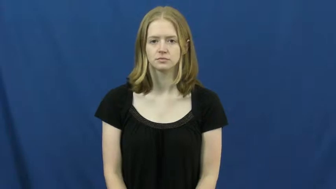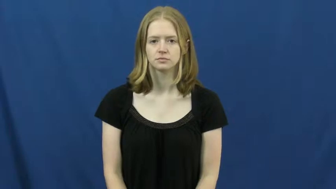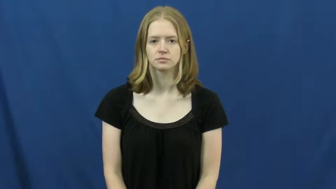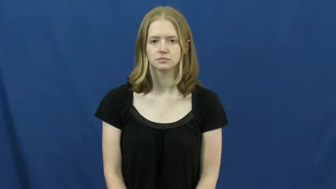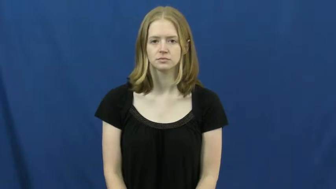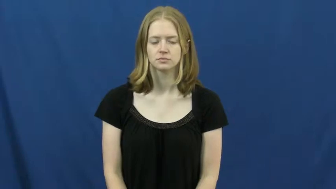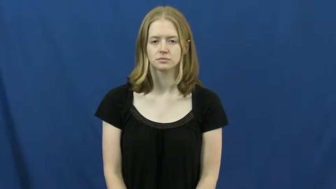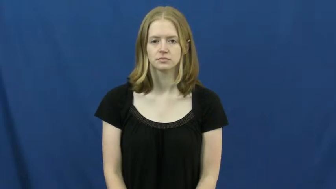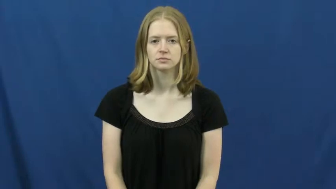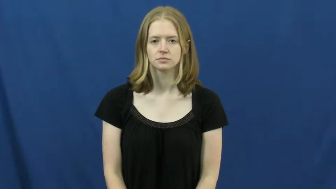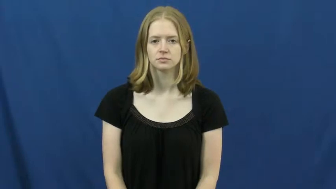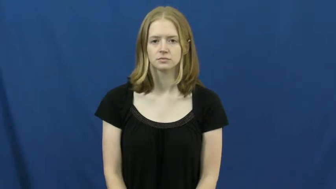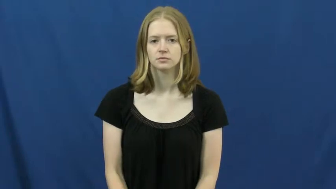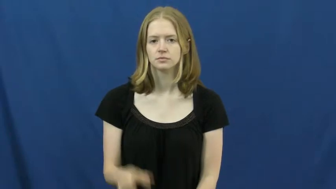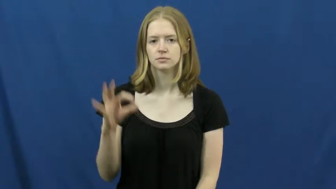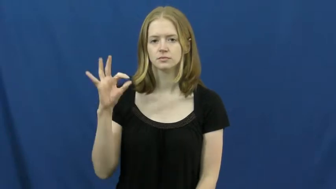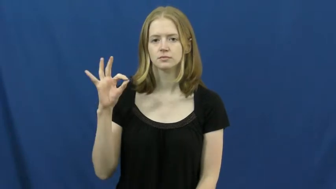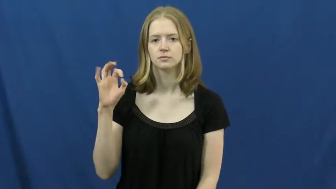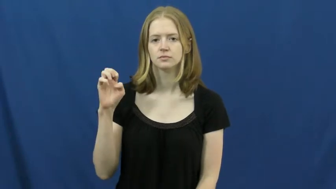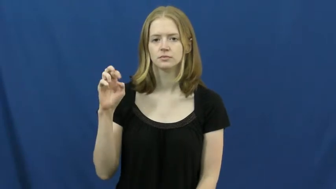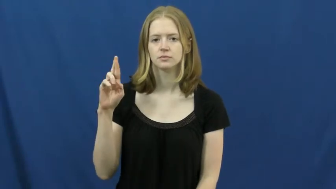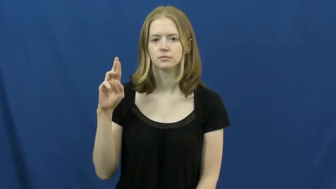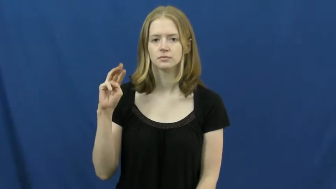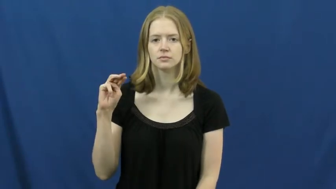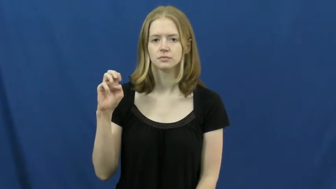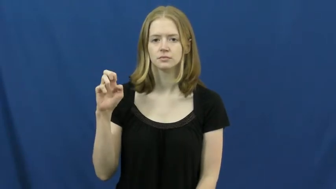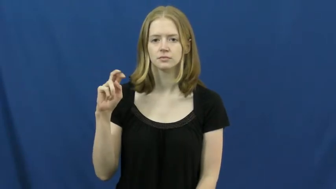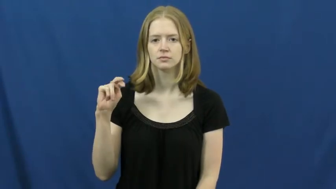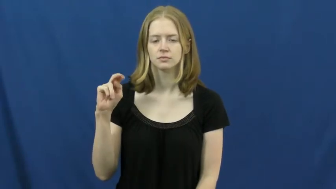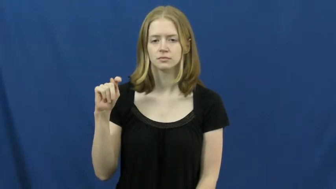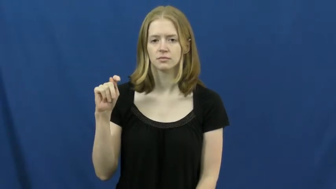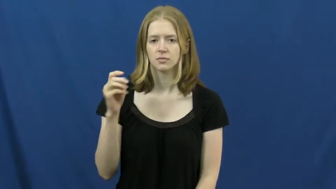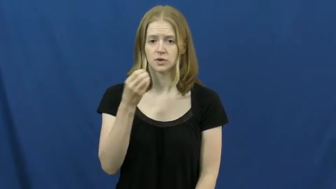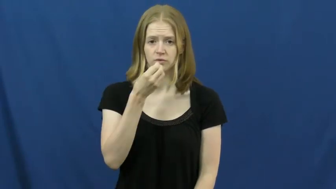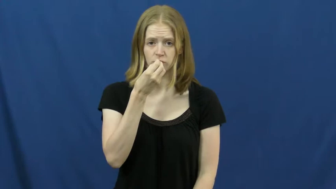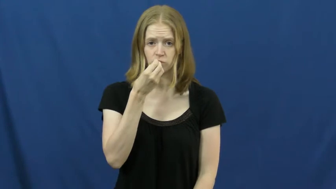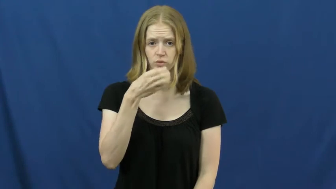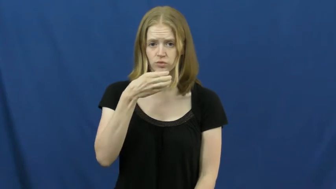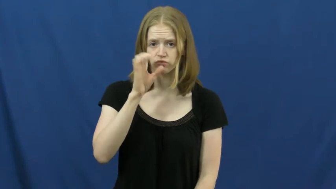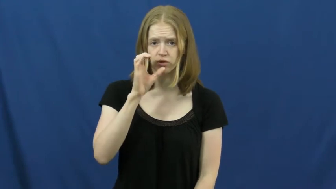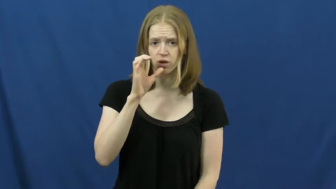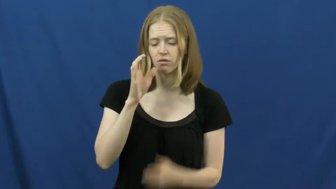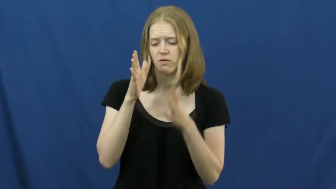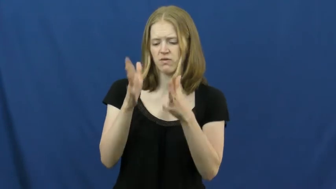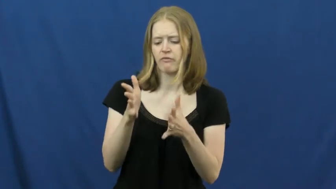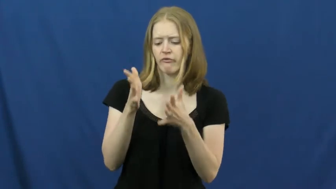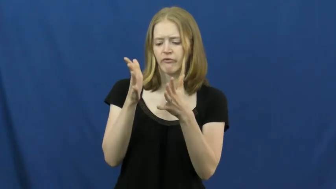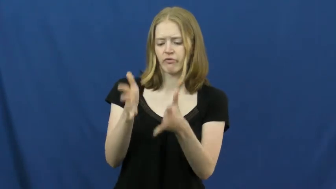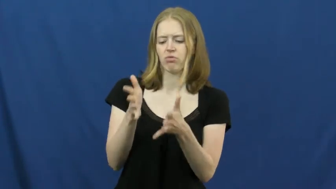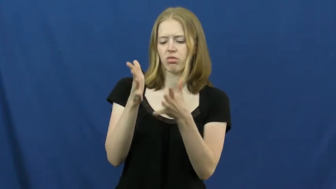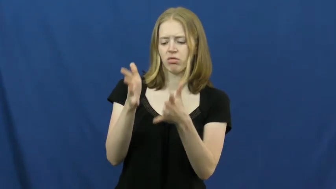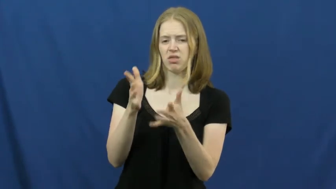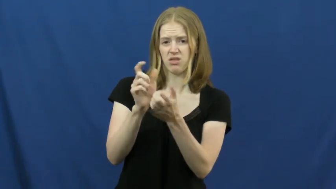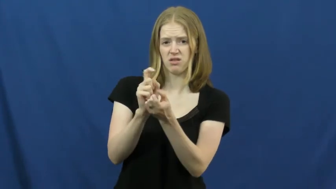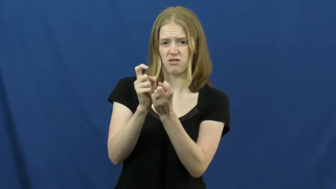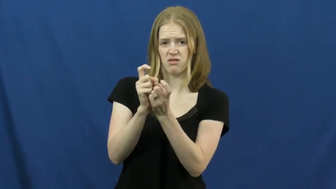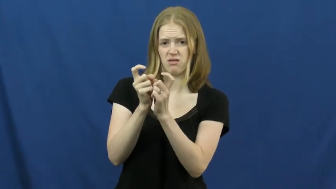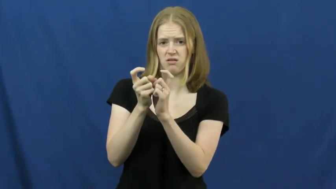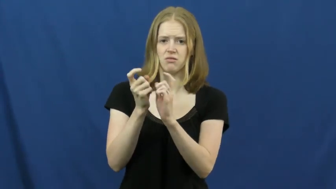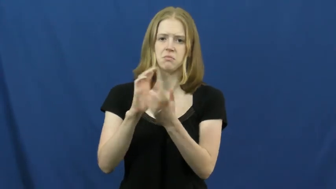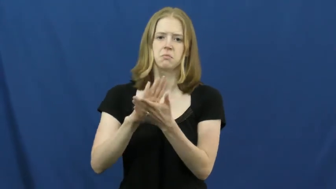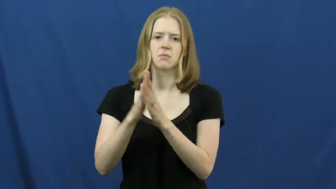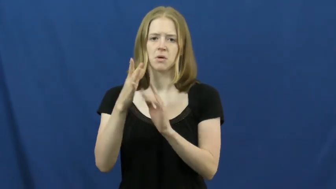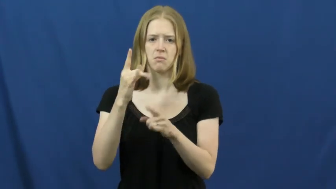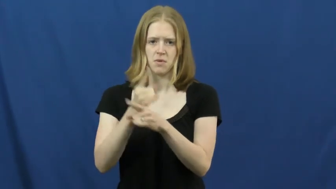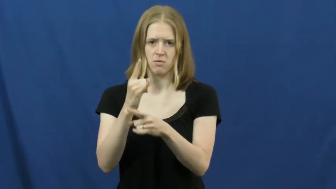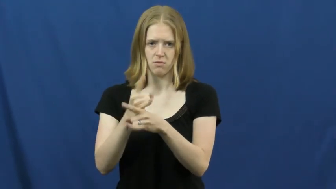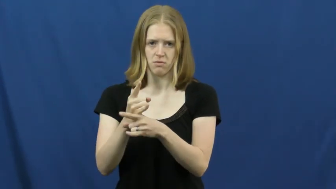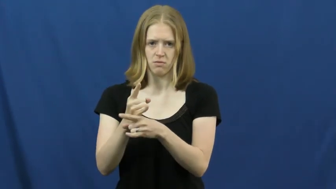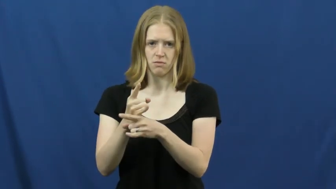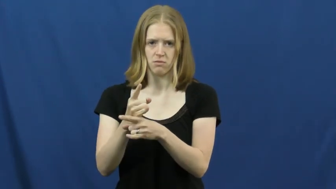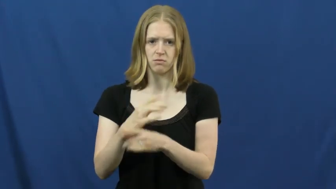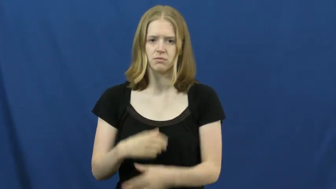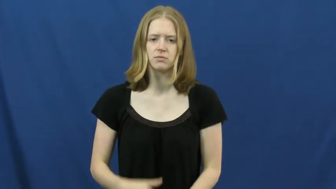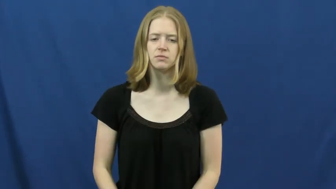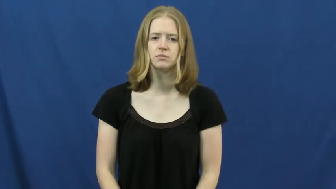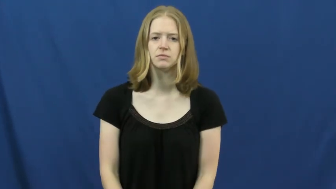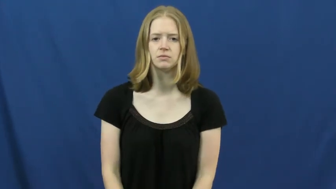ferment